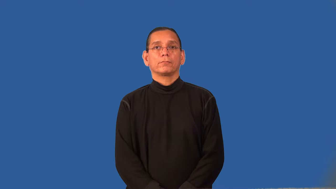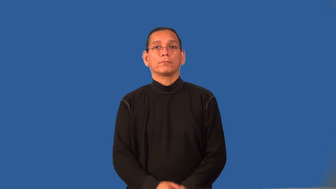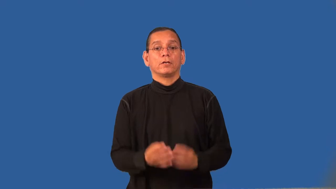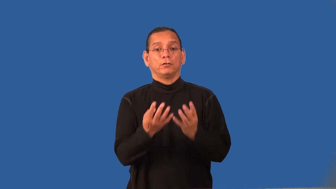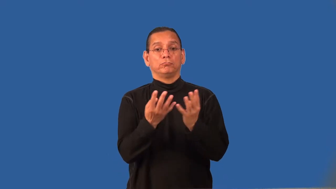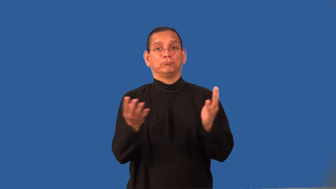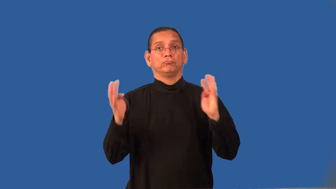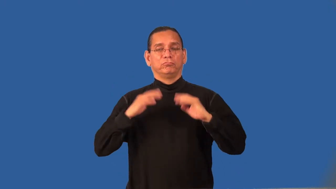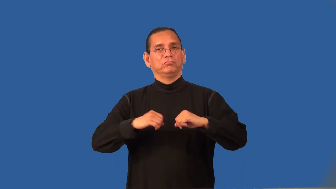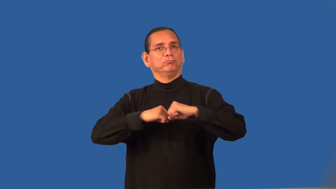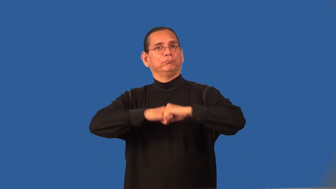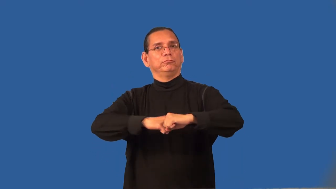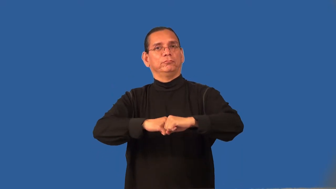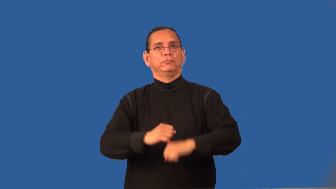redoubt